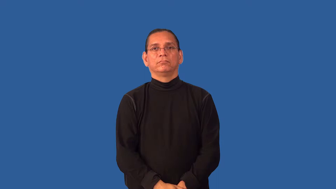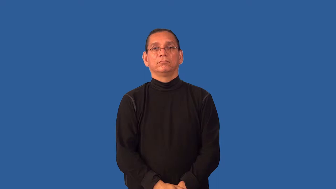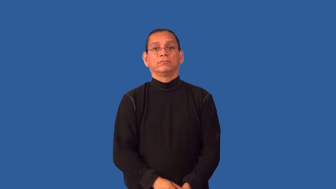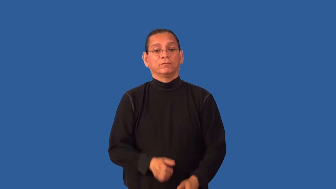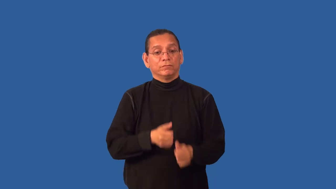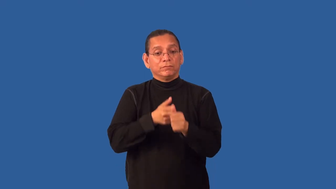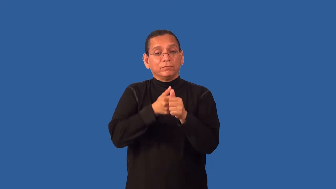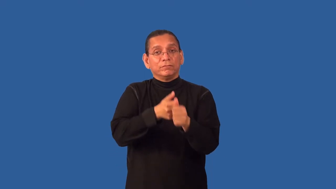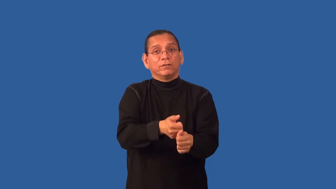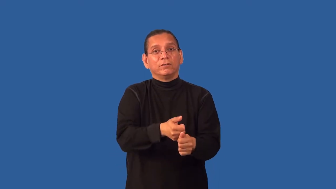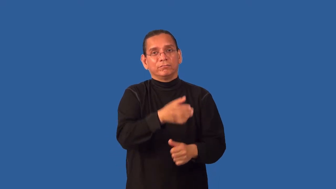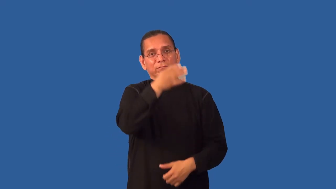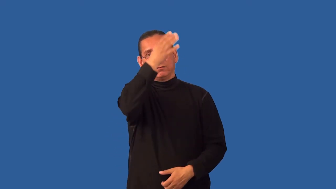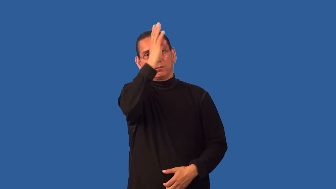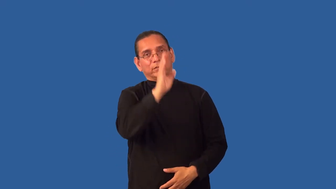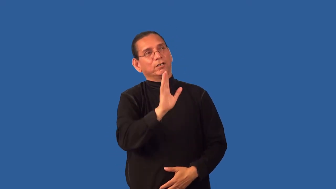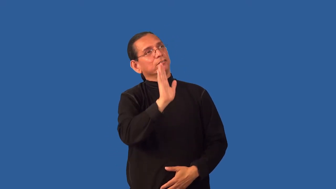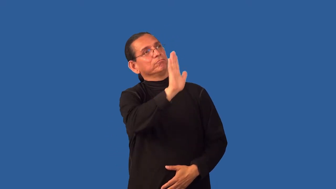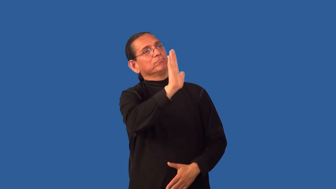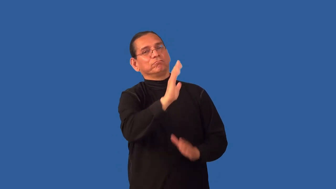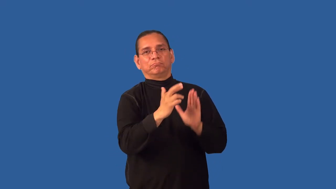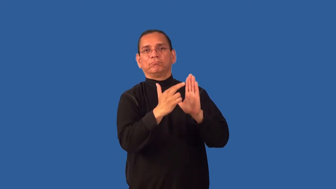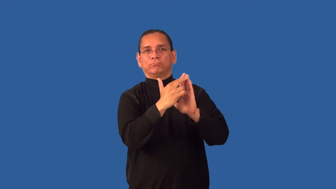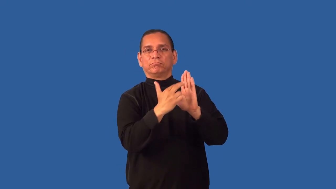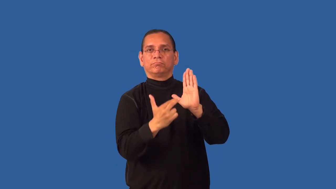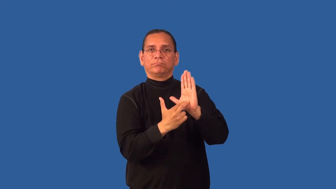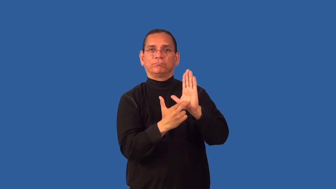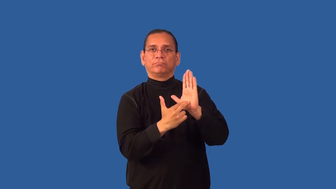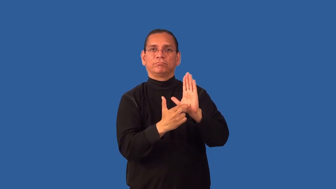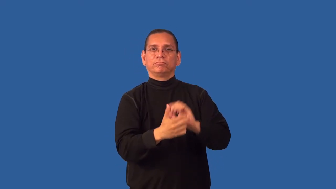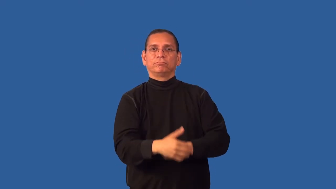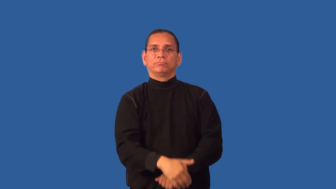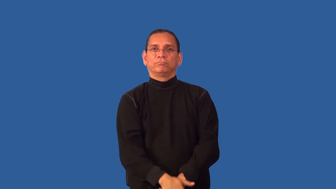godly